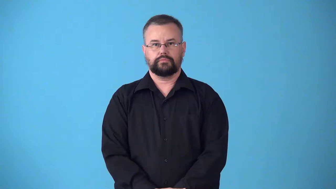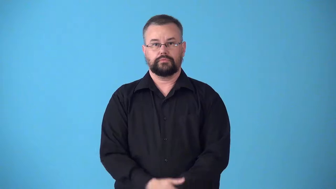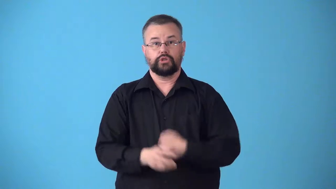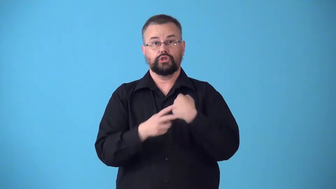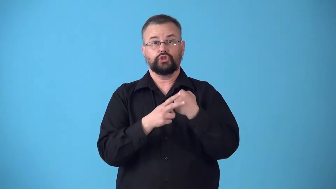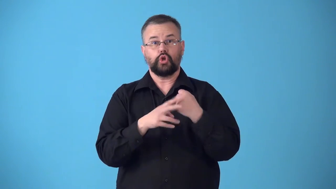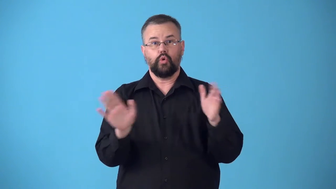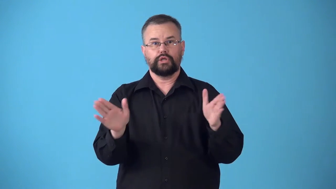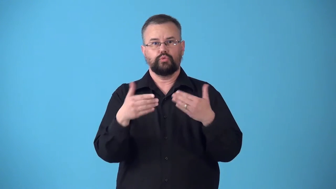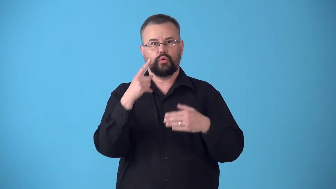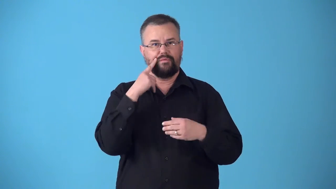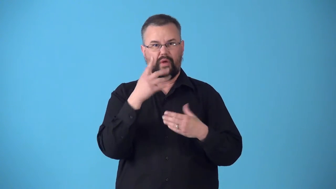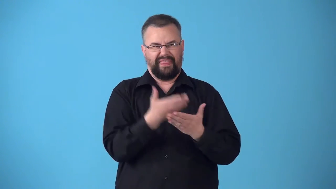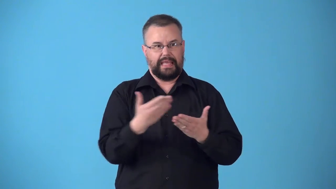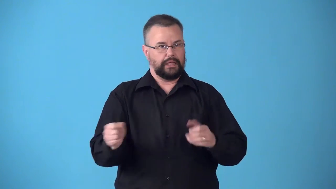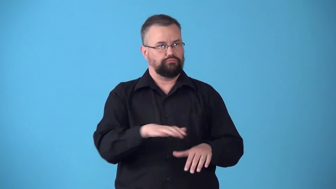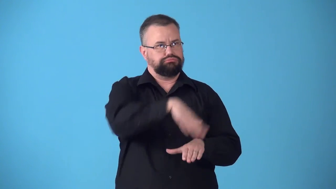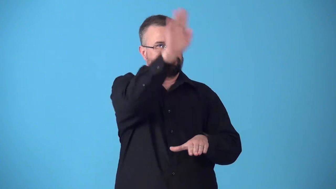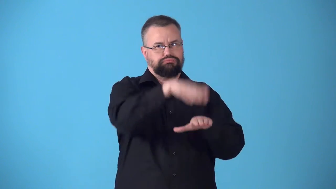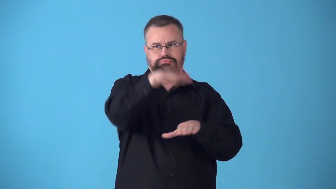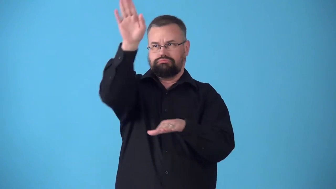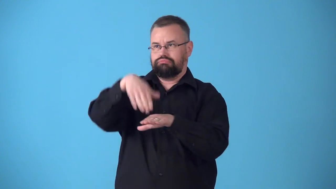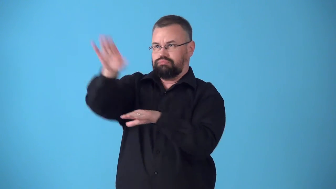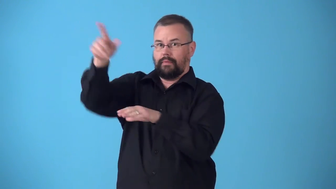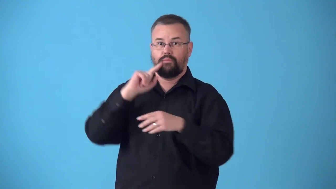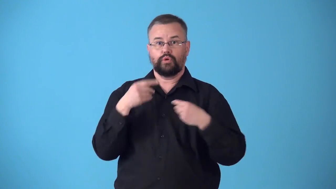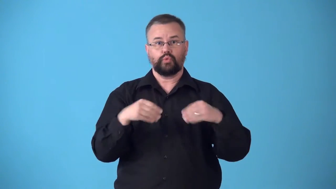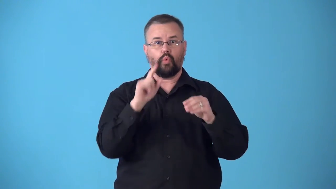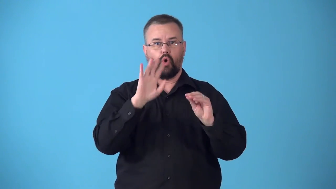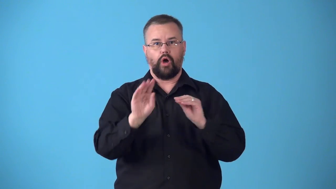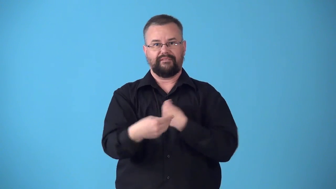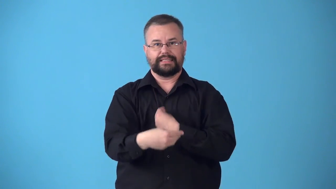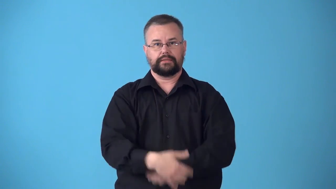stockroom